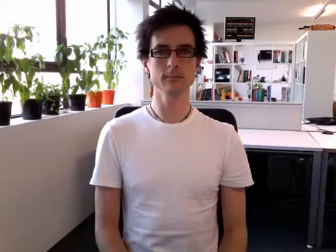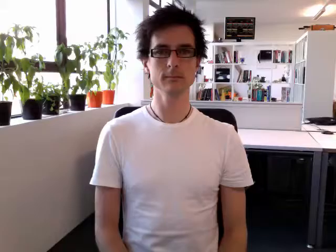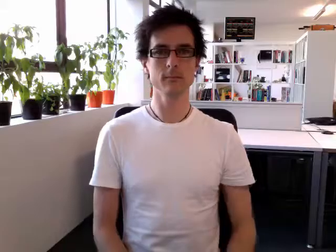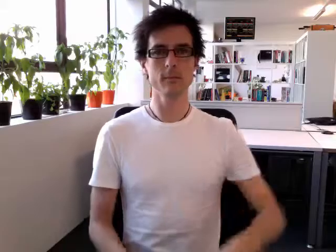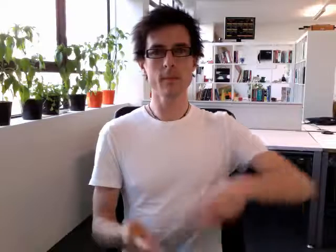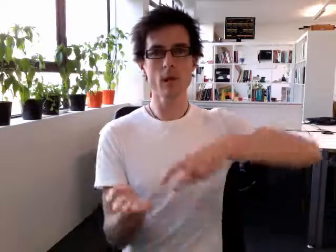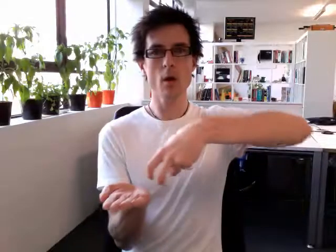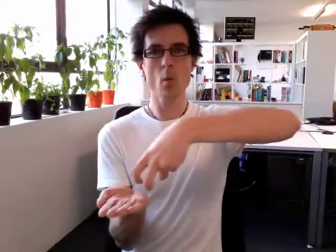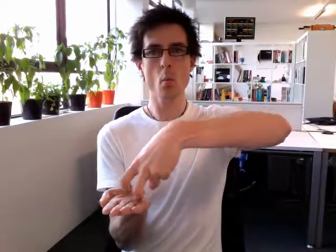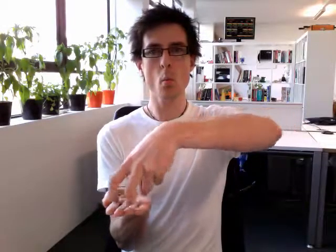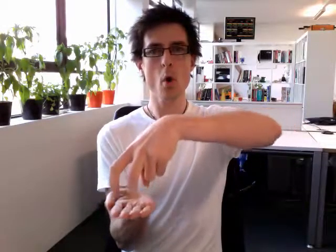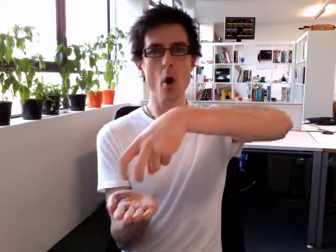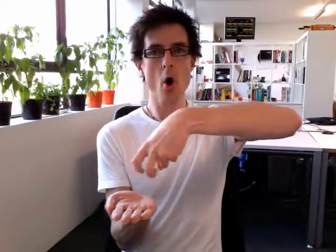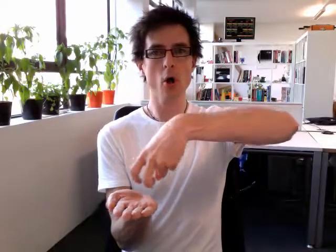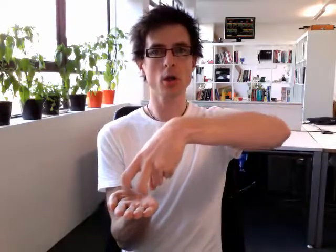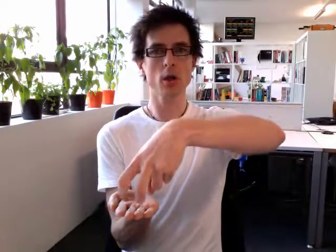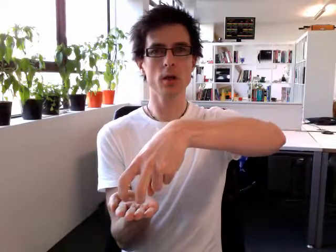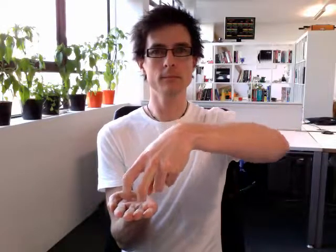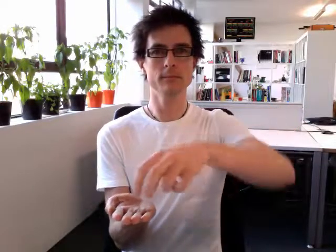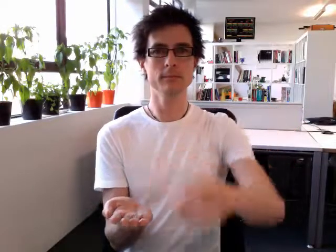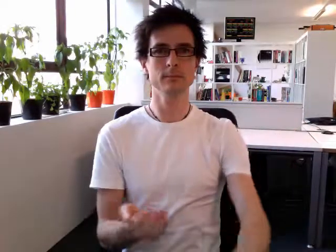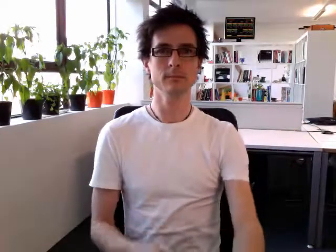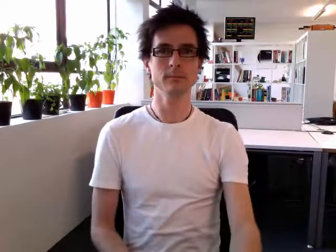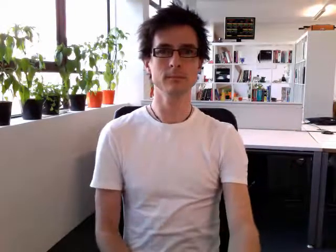walk